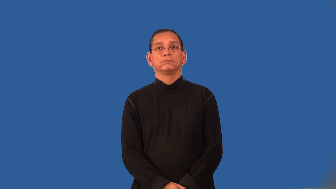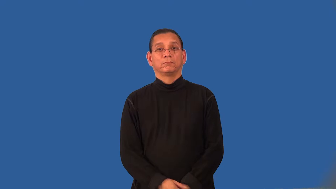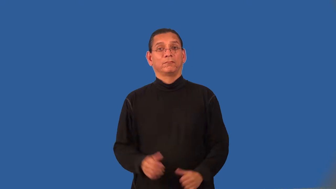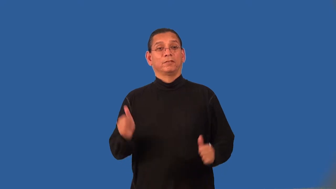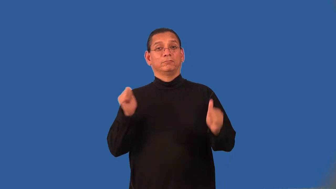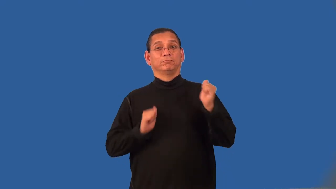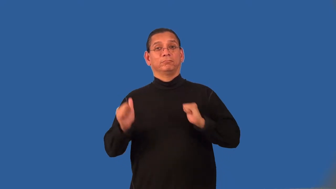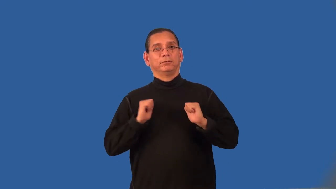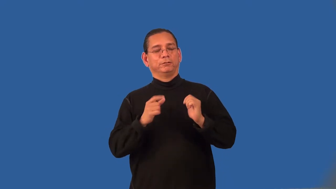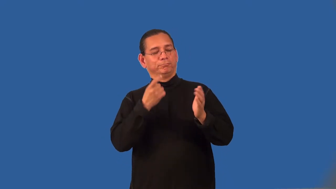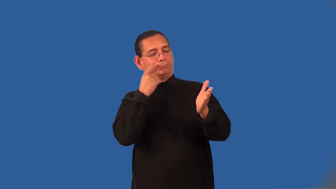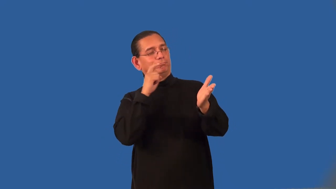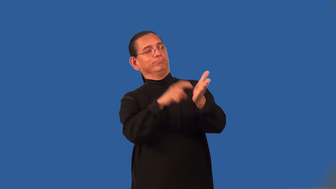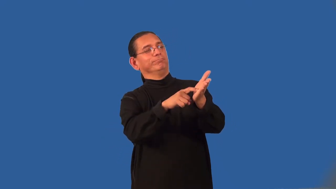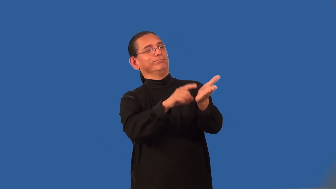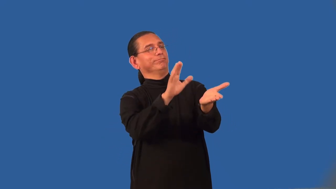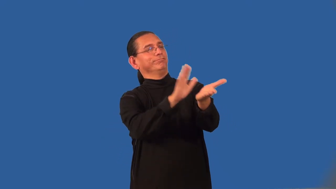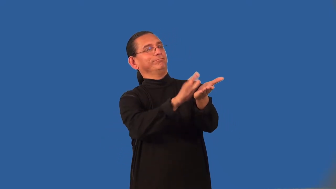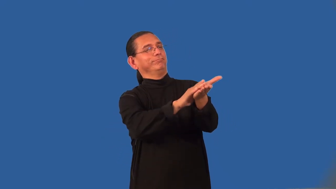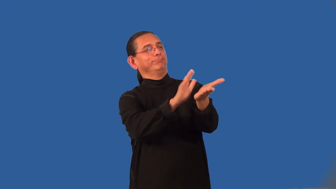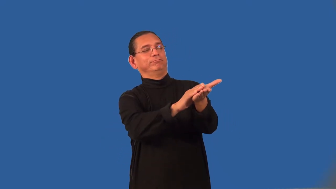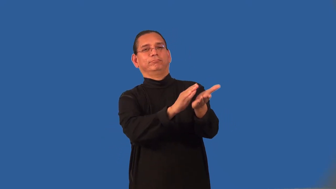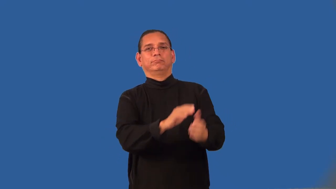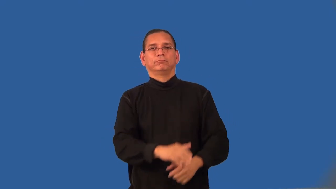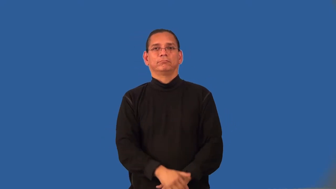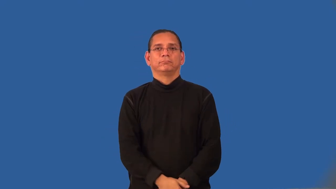billing